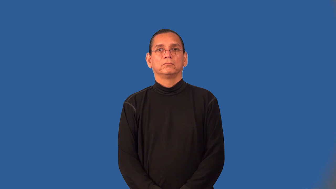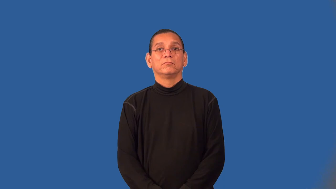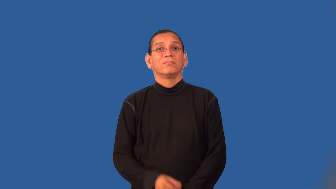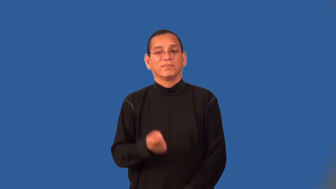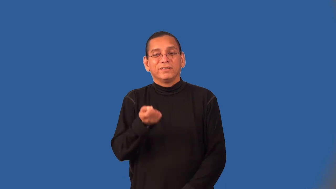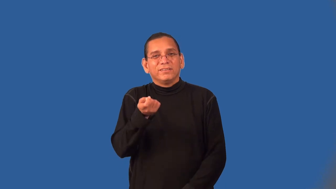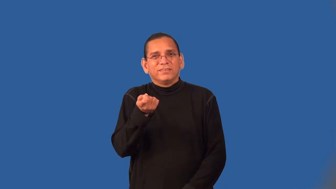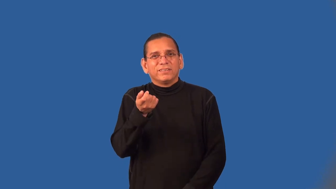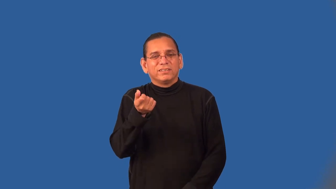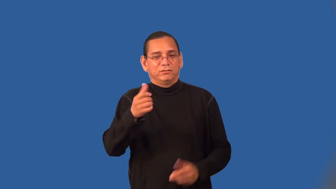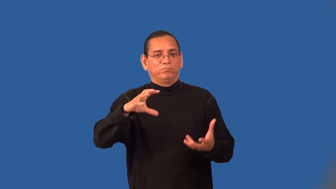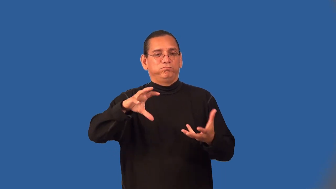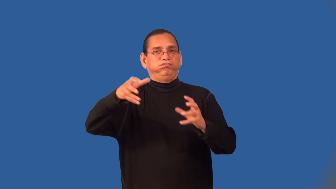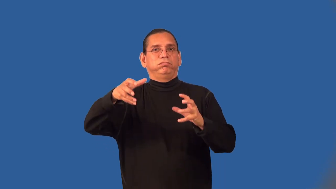wrinkle-not smooth